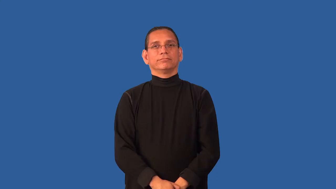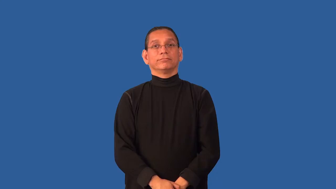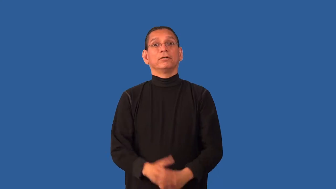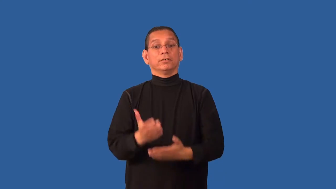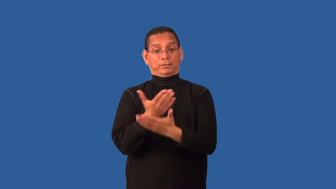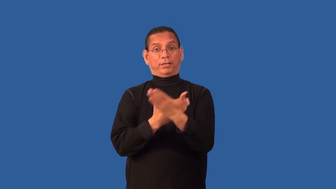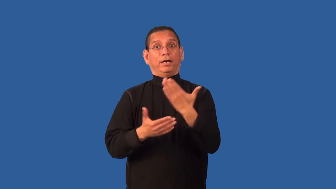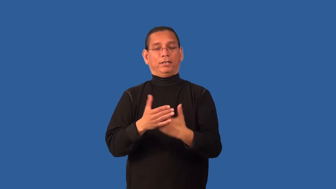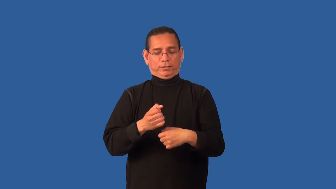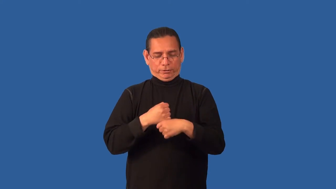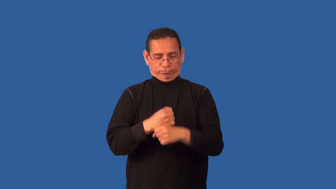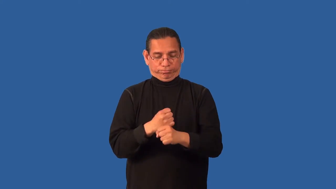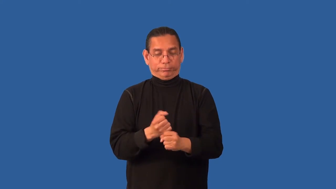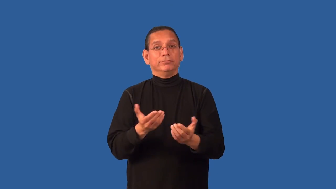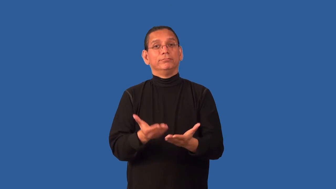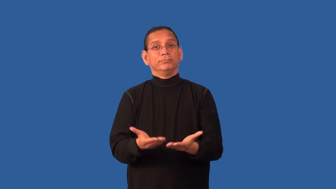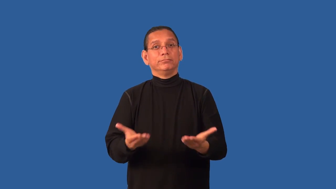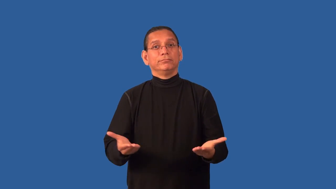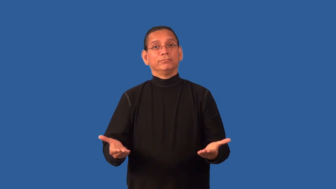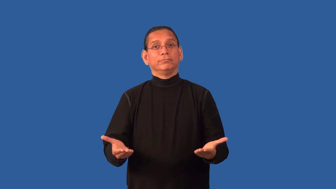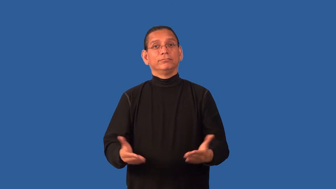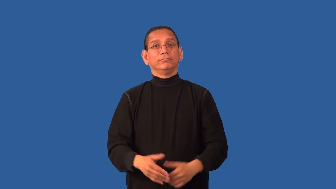crafts-little art projects